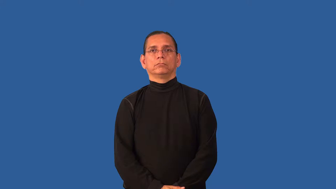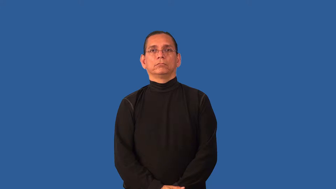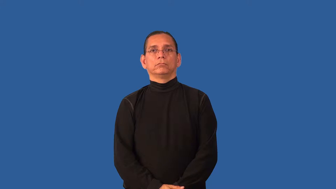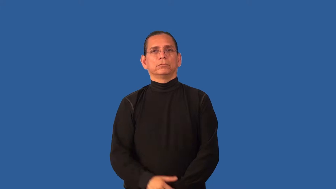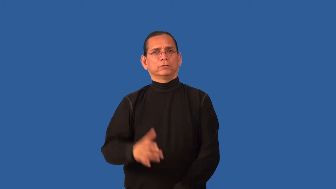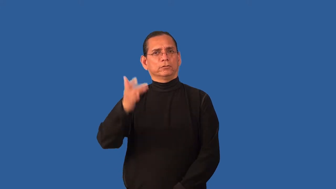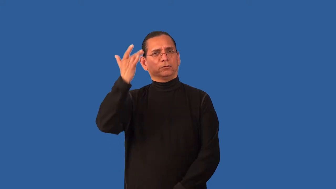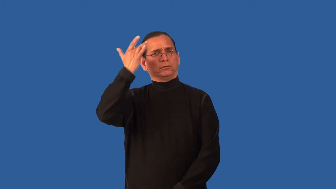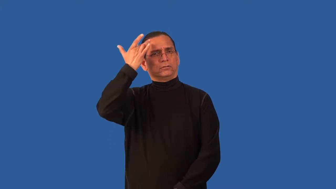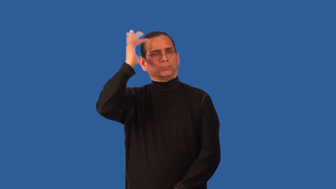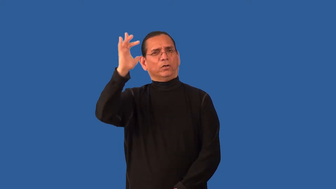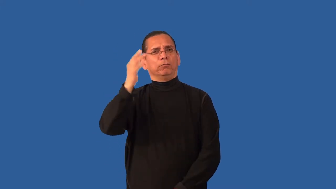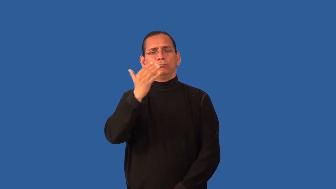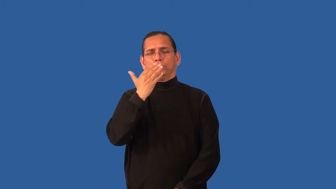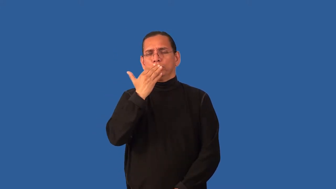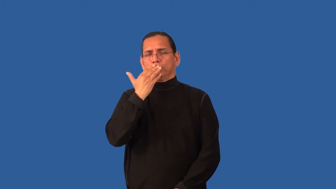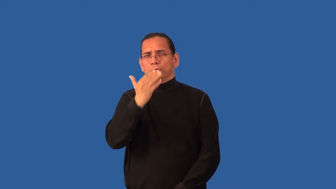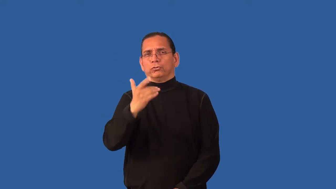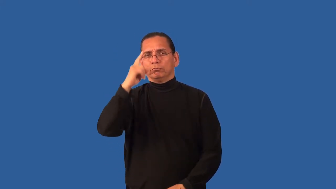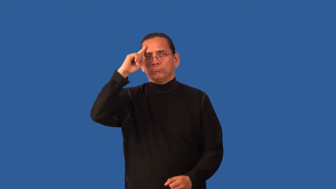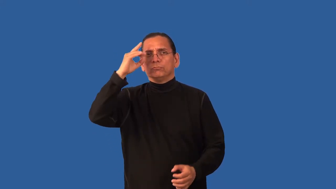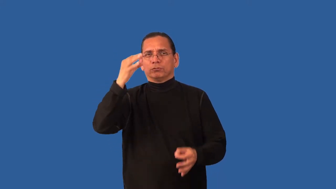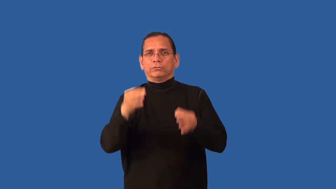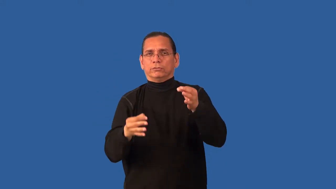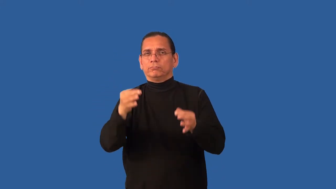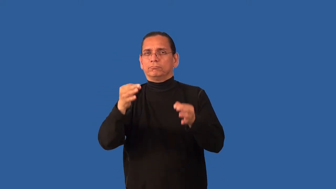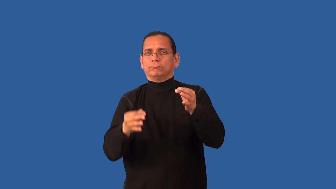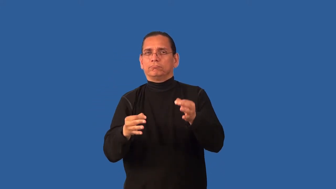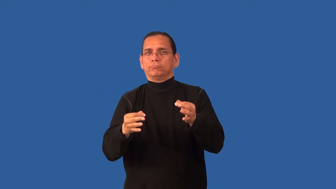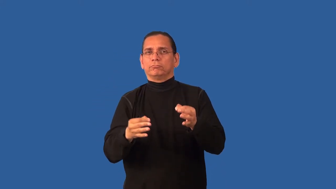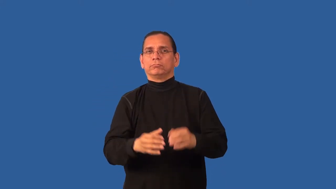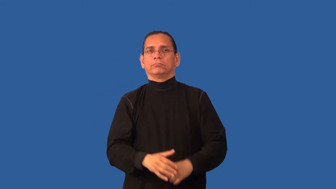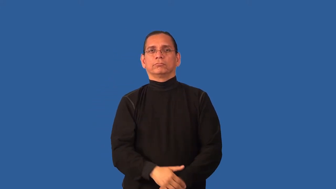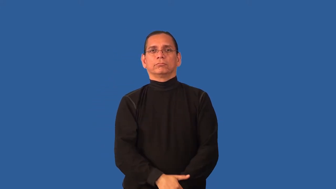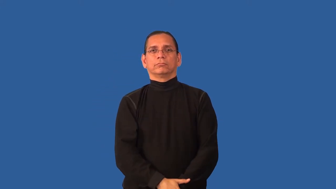canny